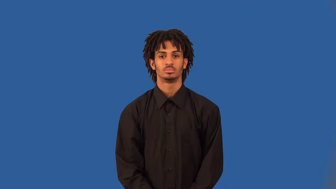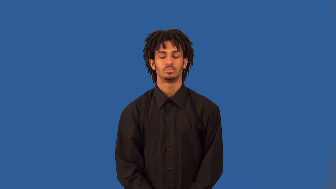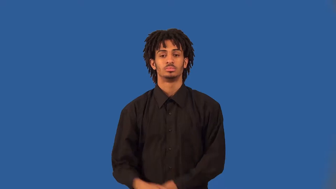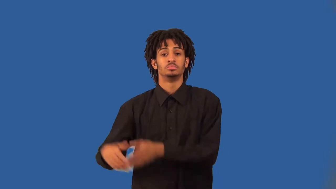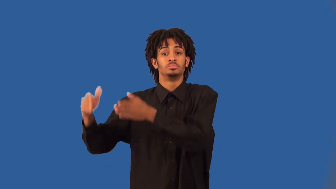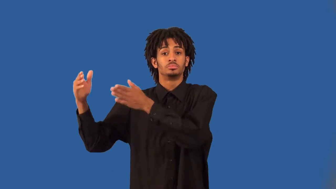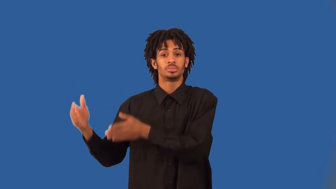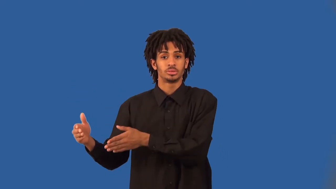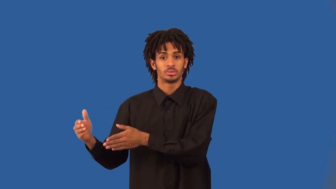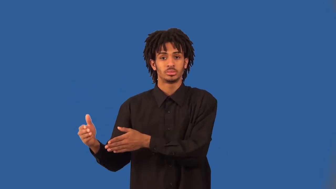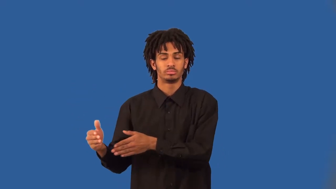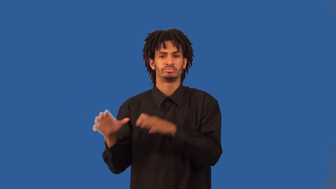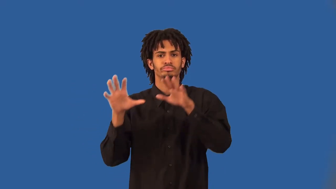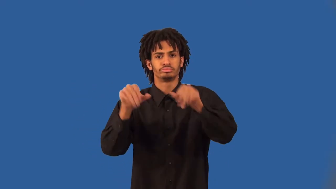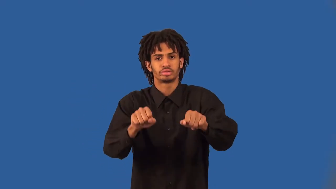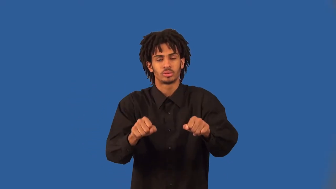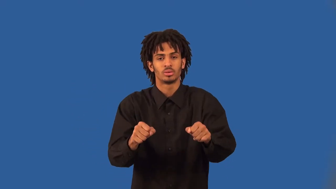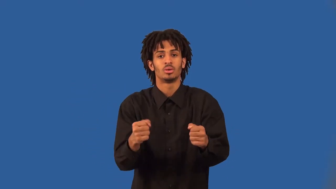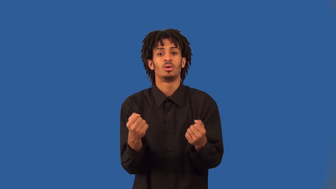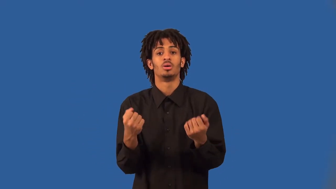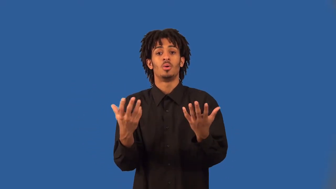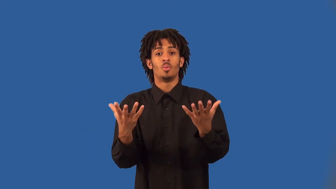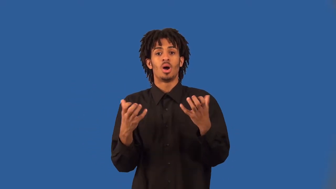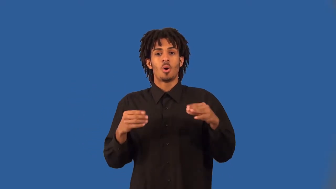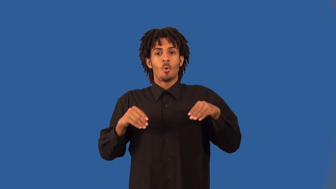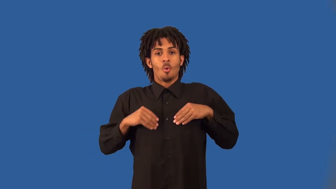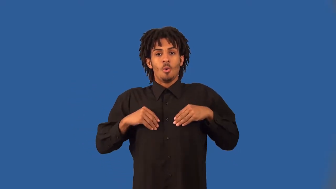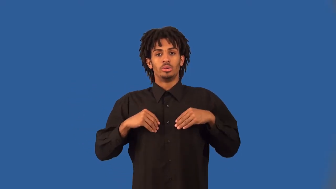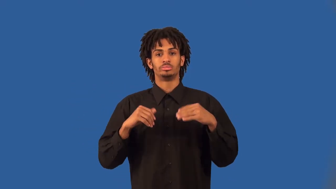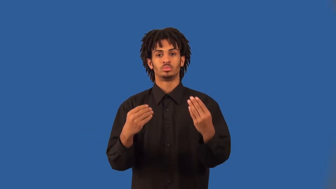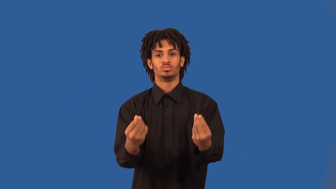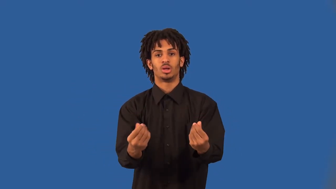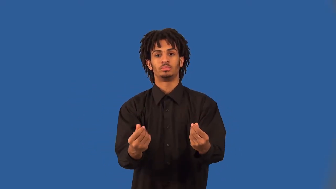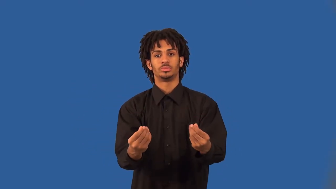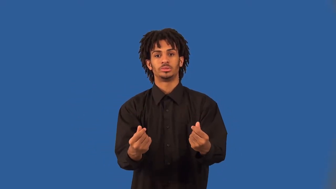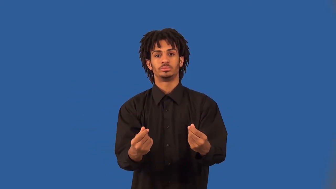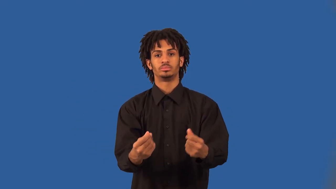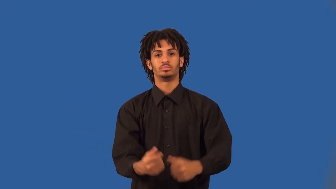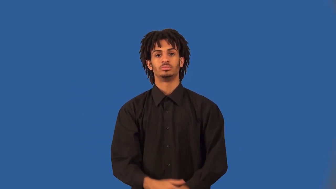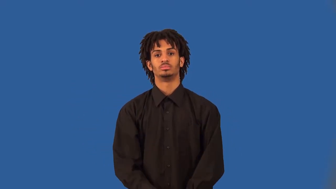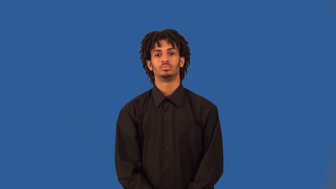homesteader